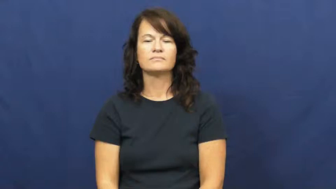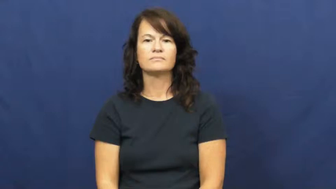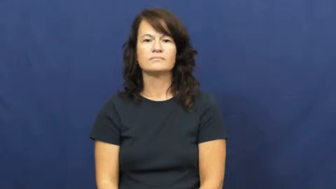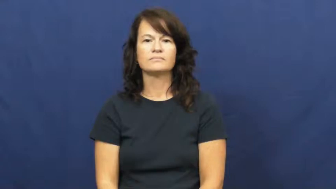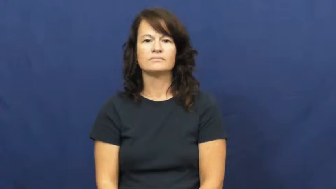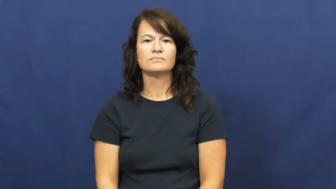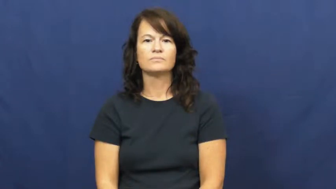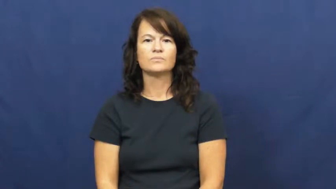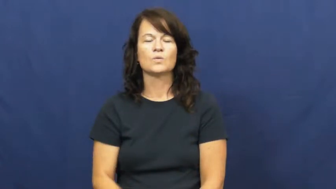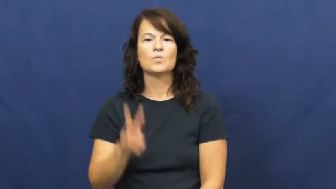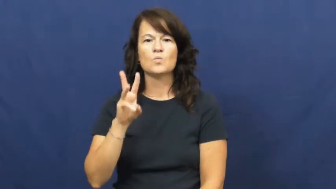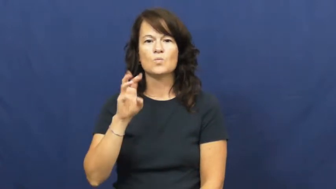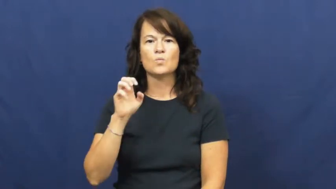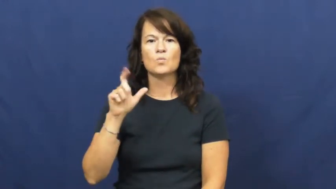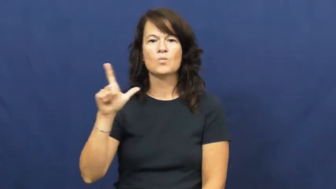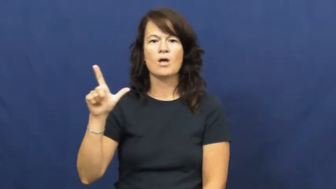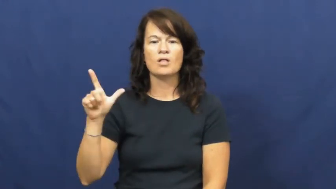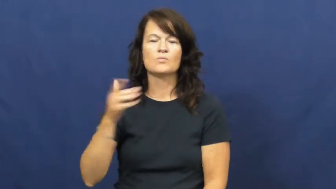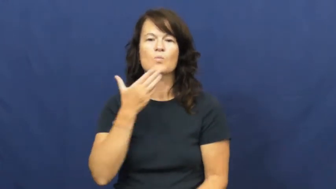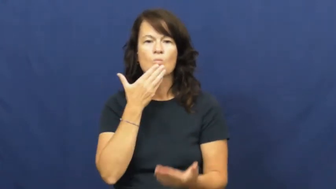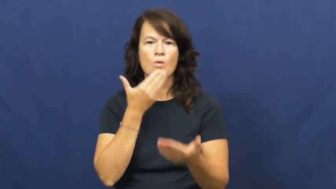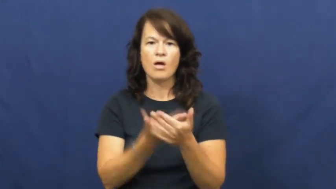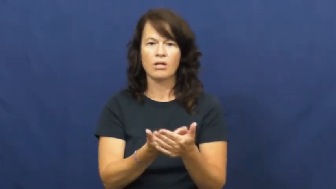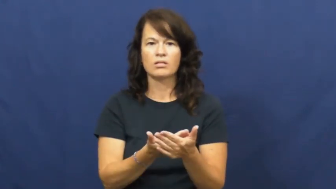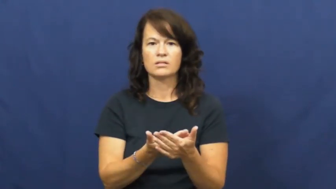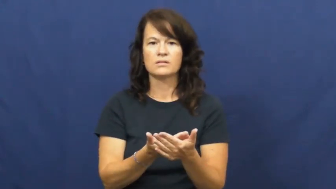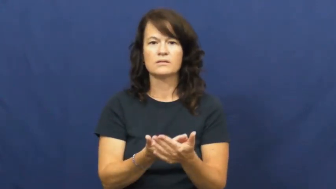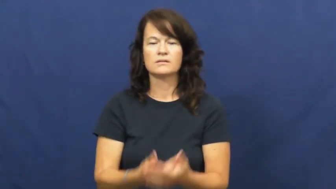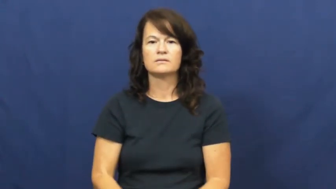well-good